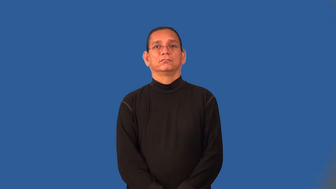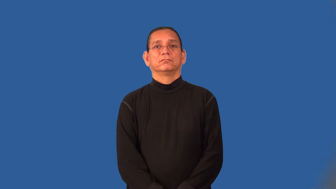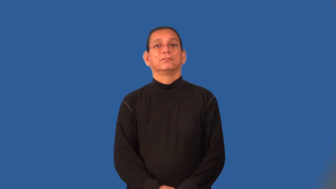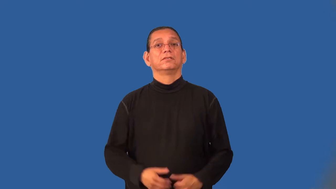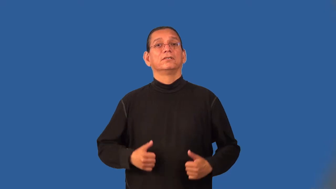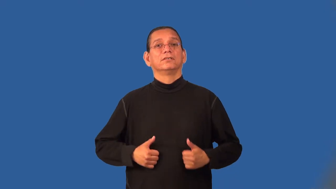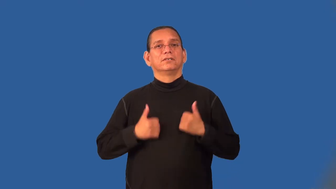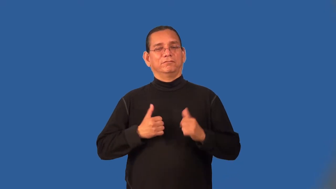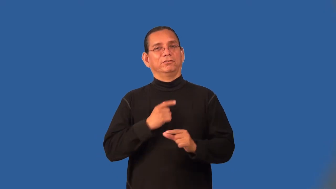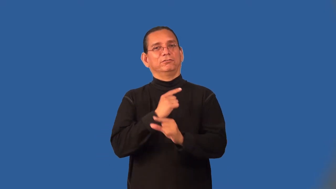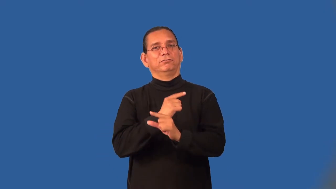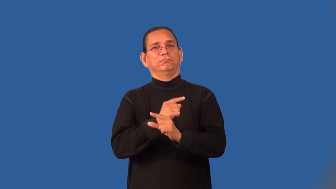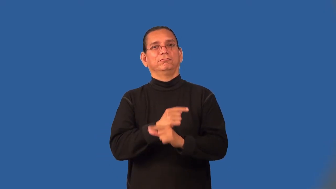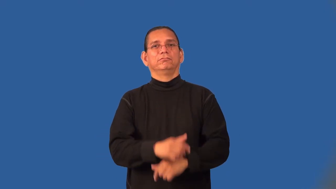lifesaver,lifeguard